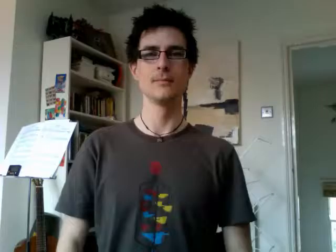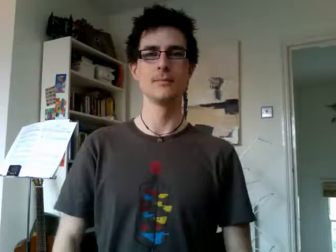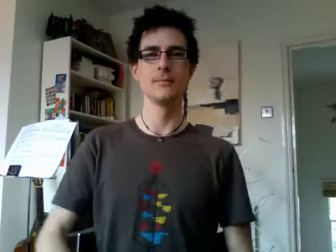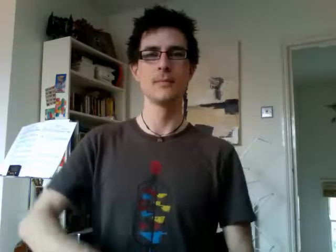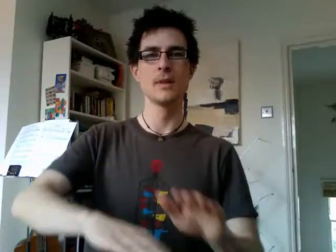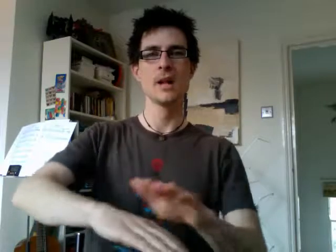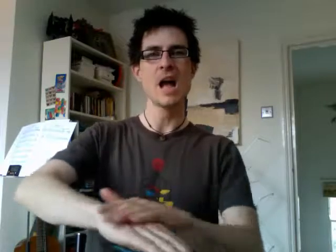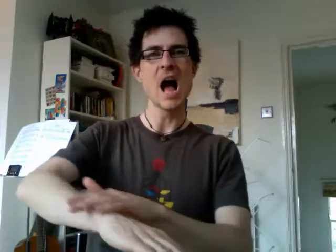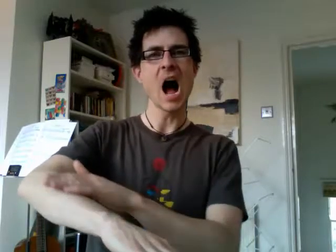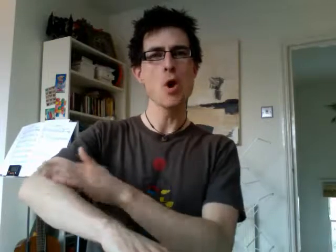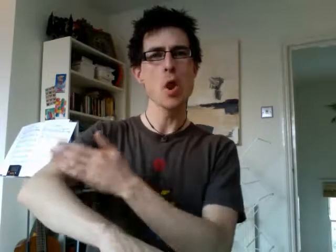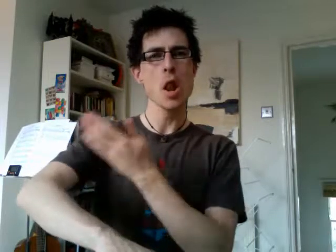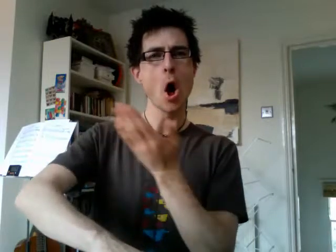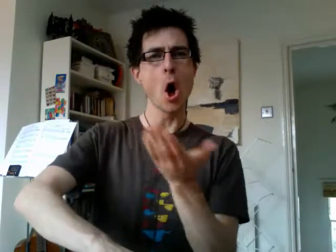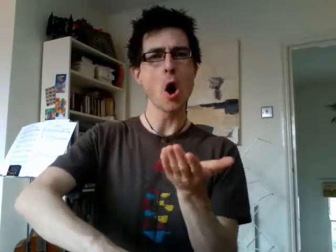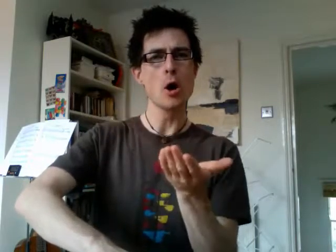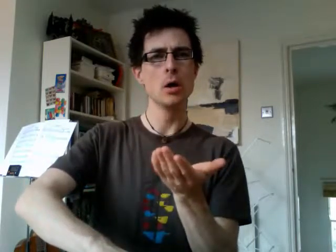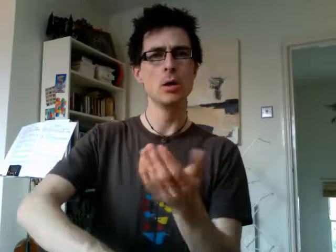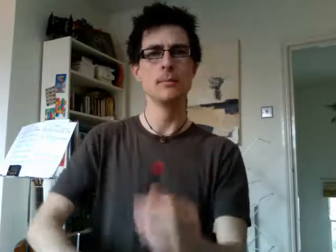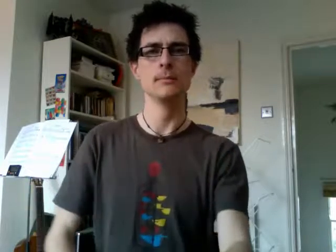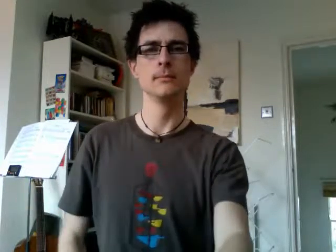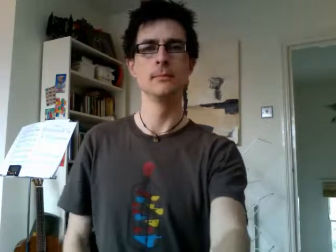how long